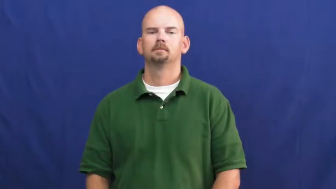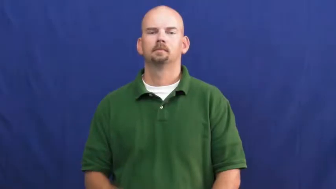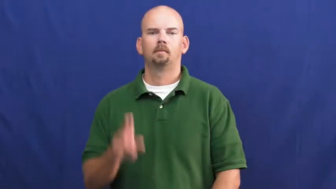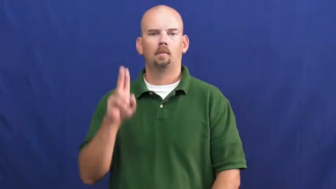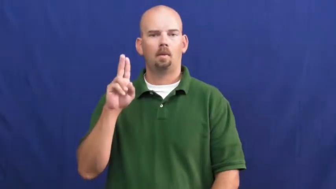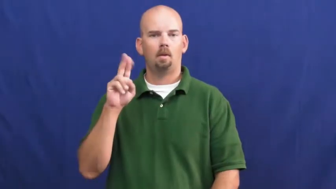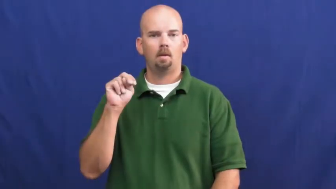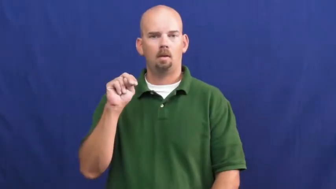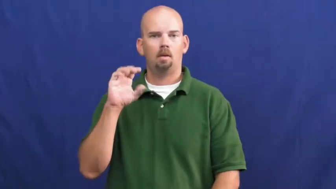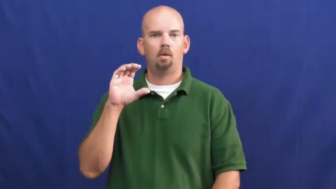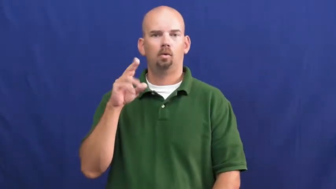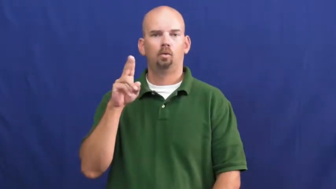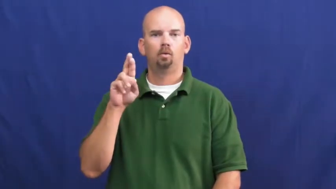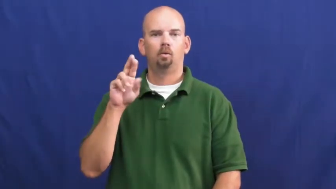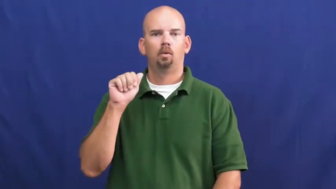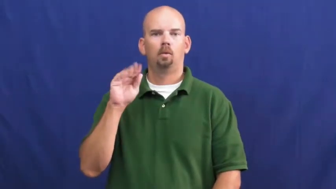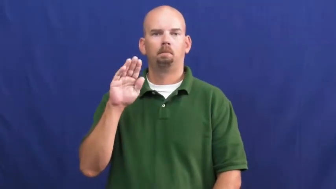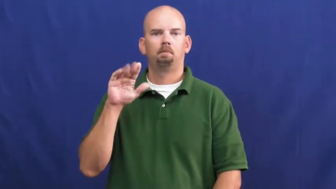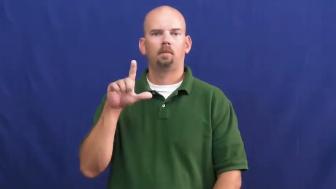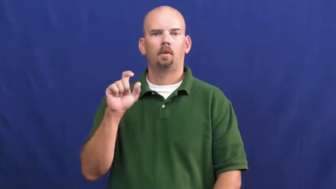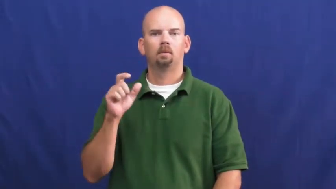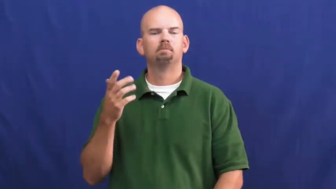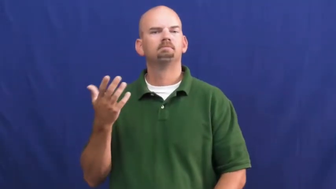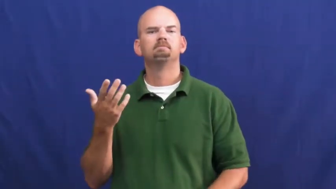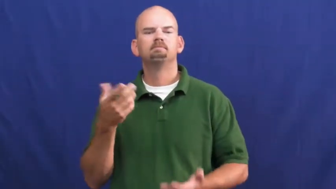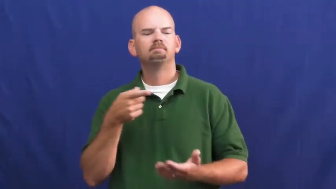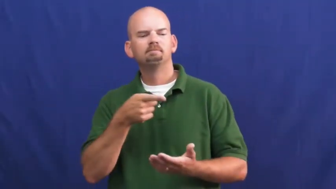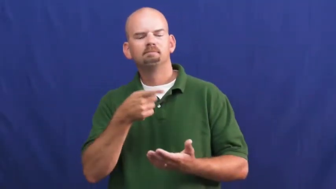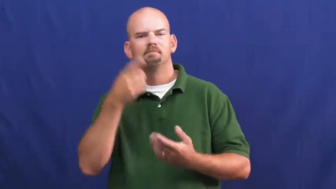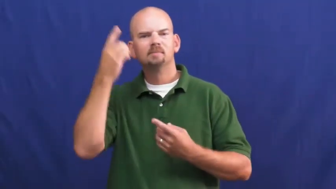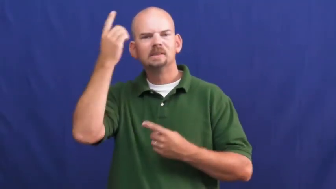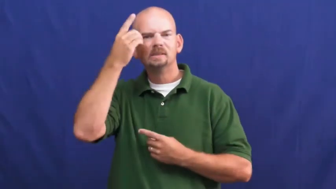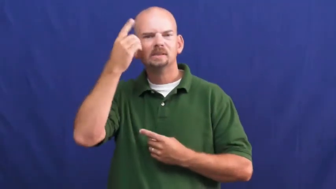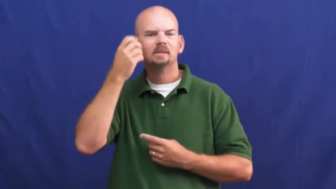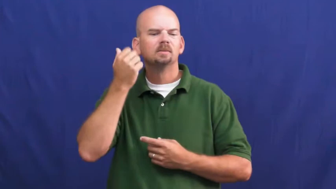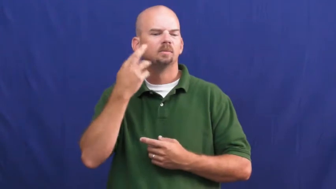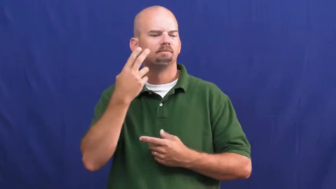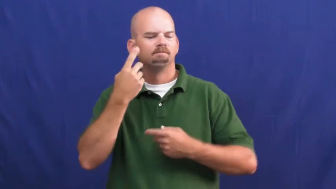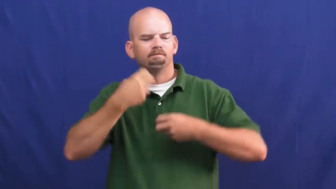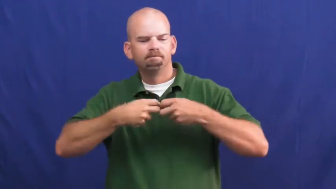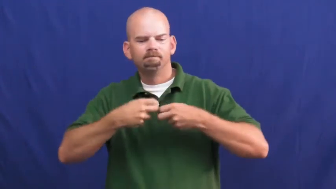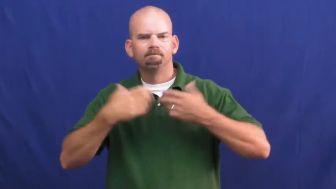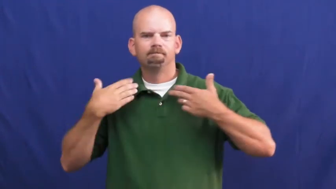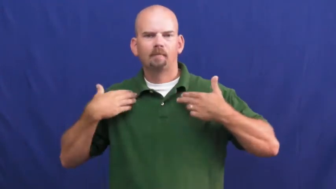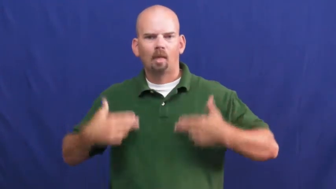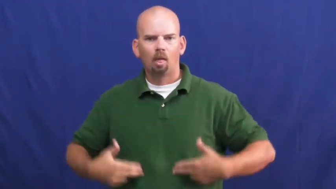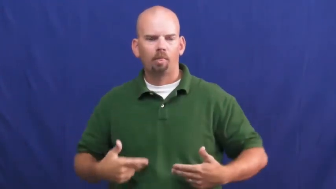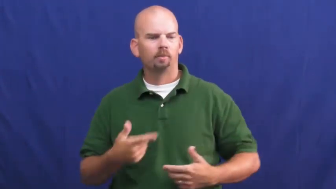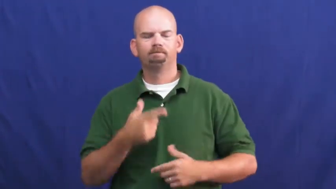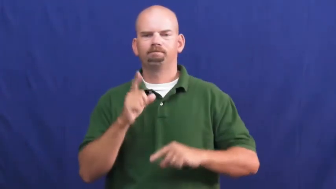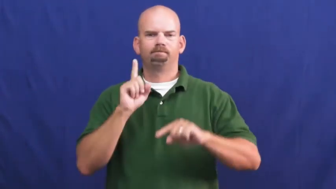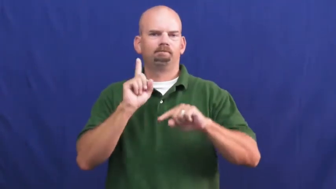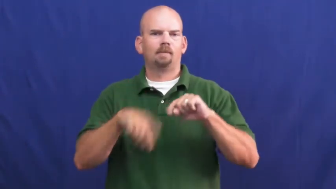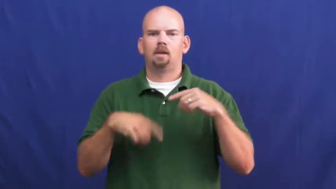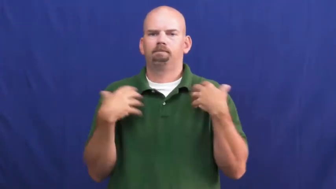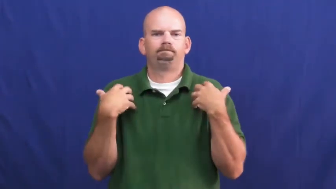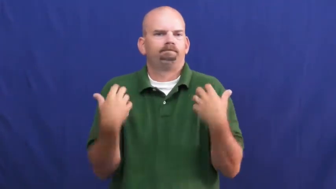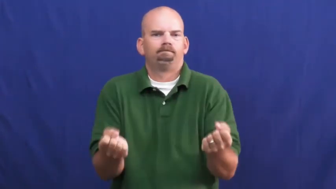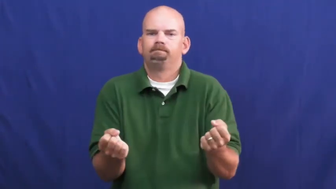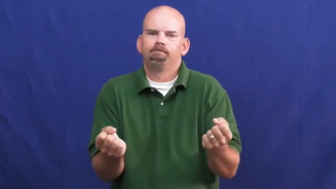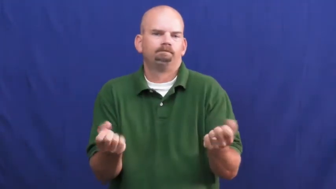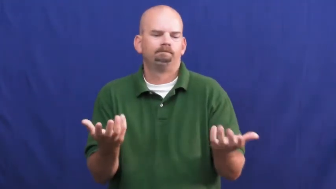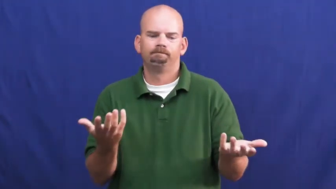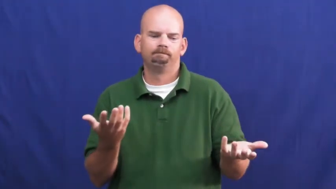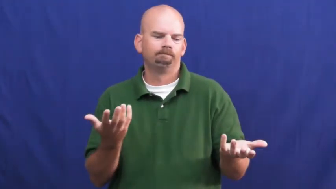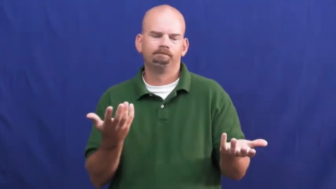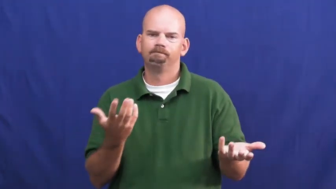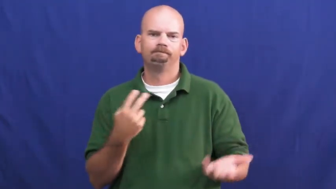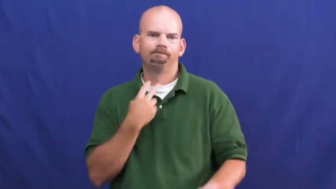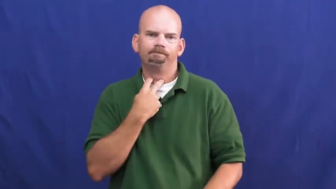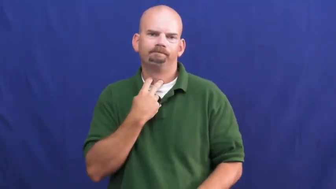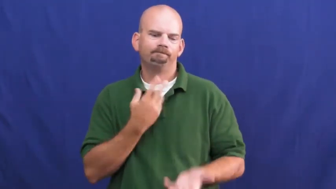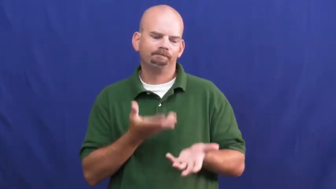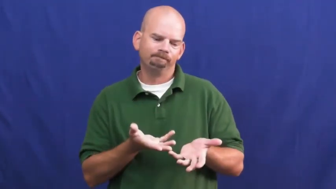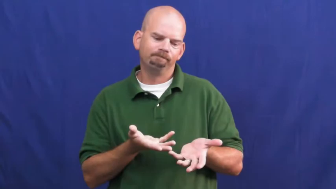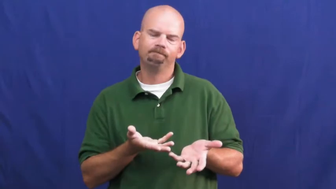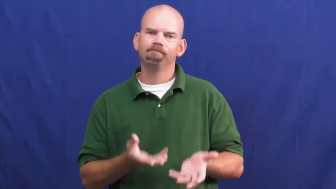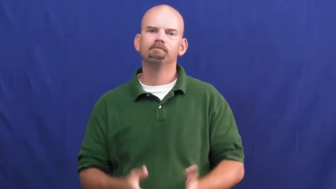uncurable